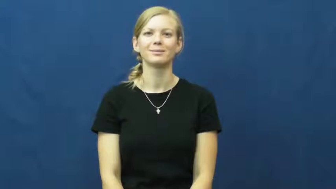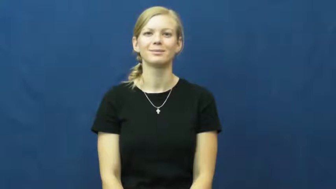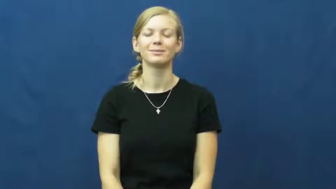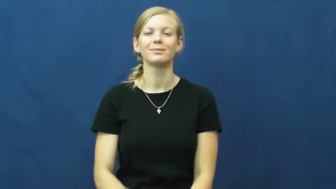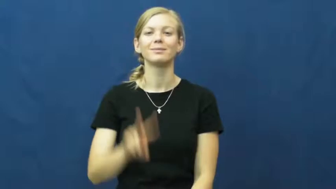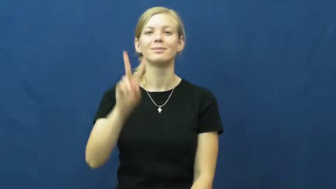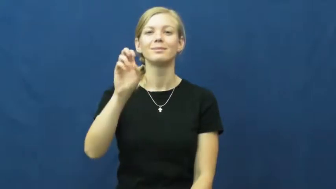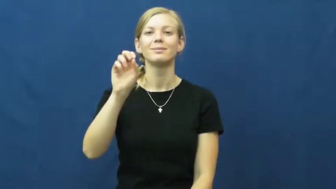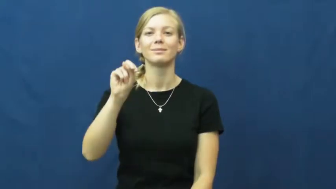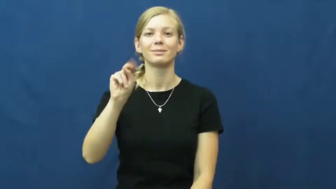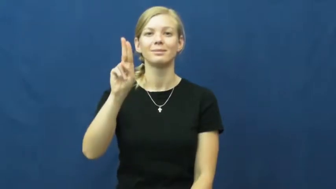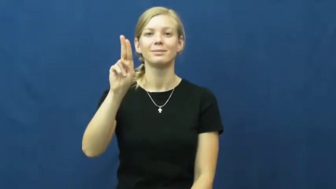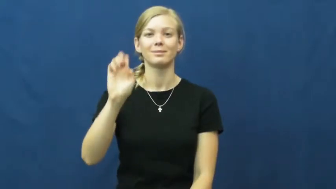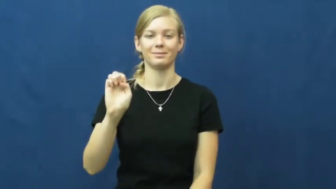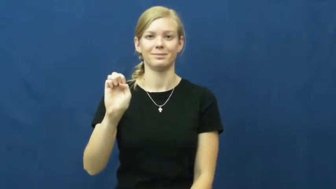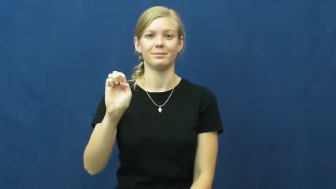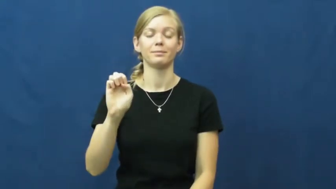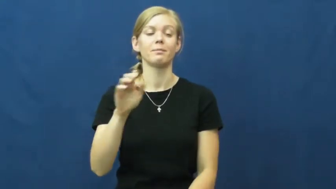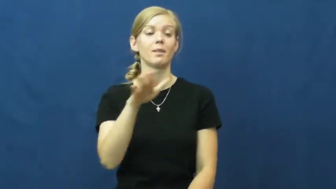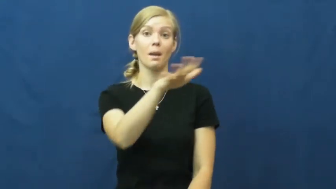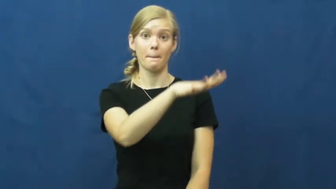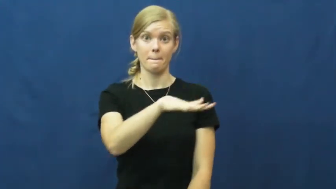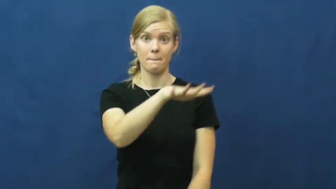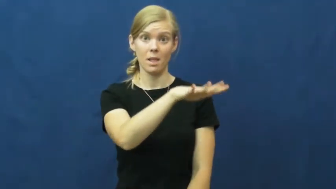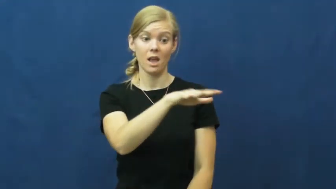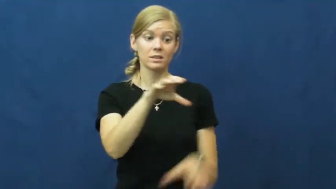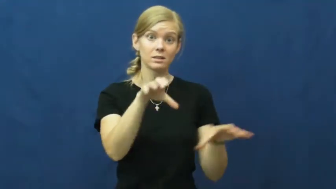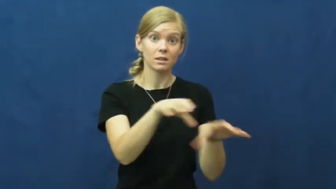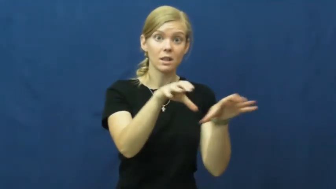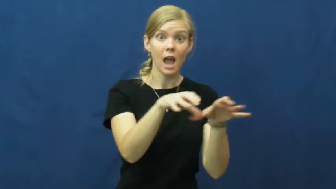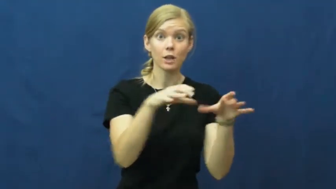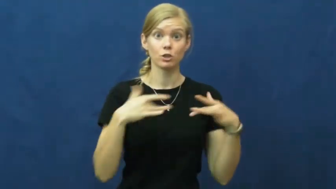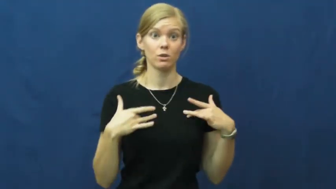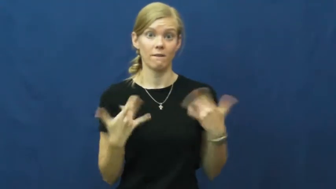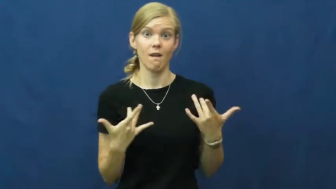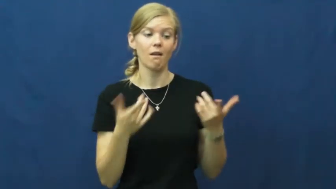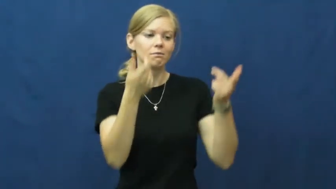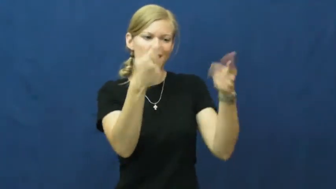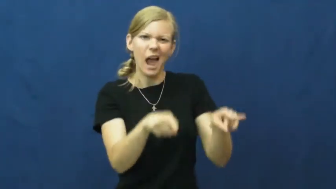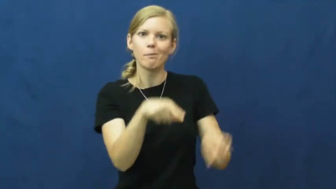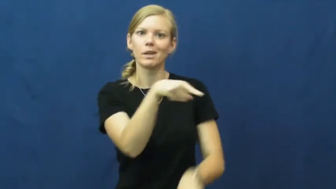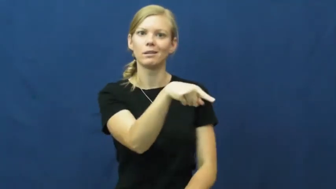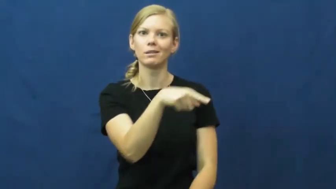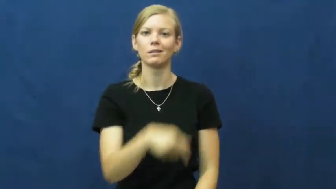venue